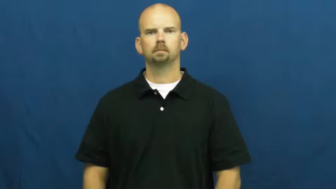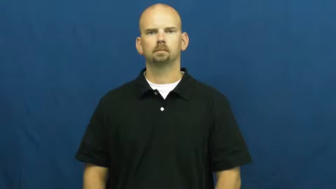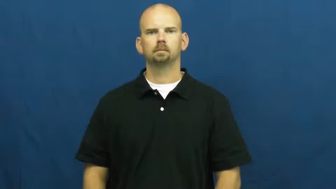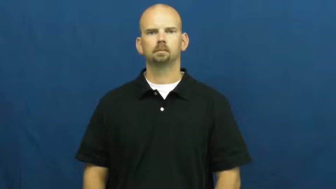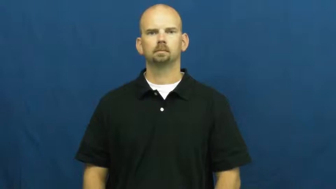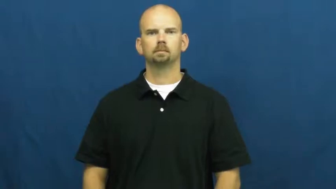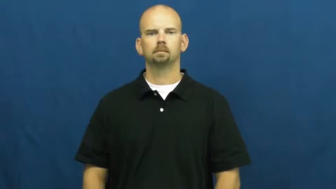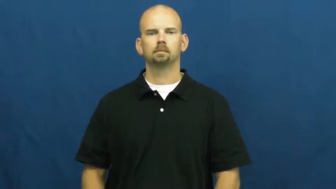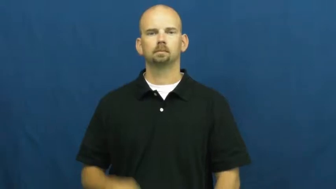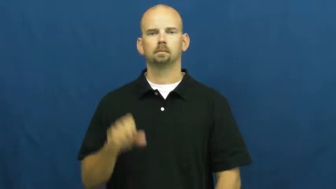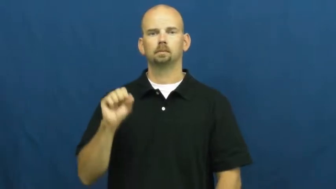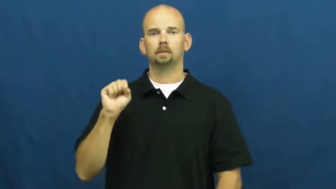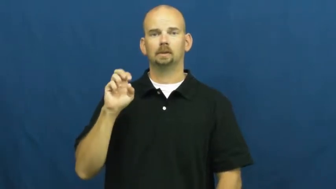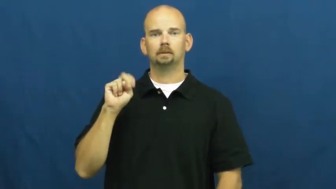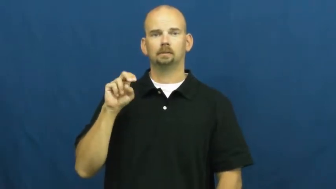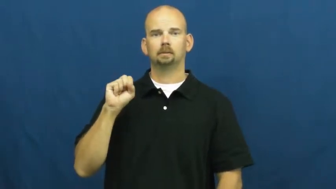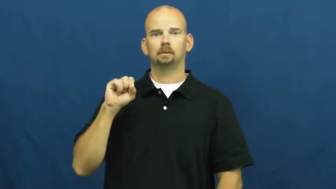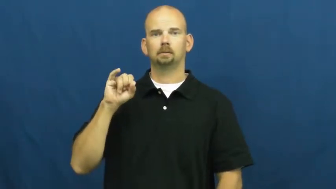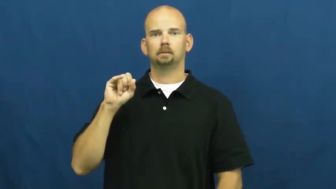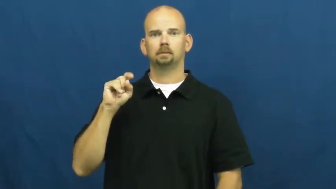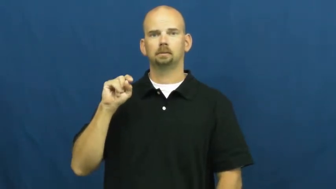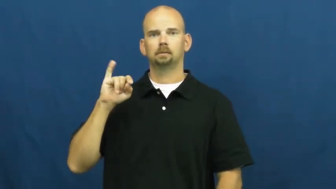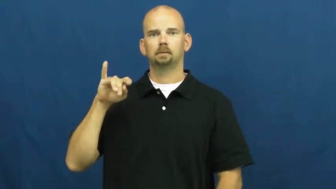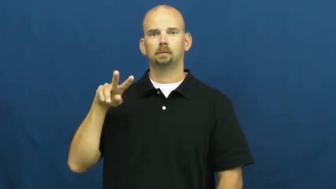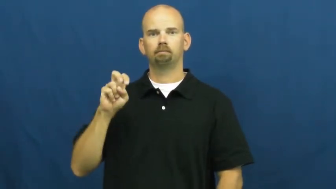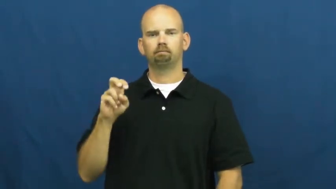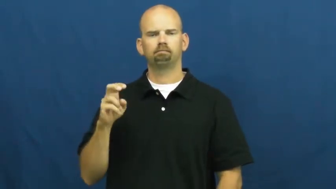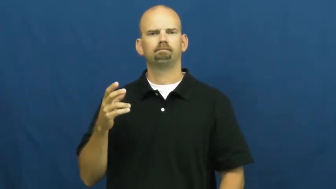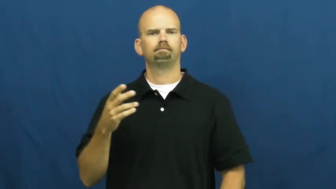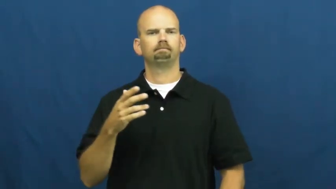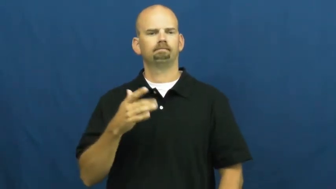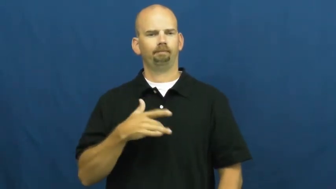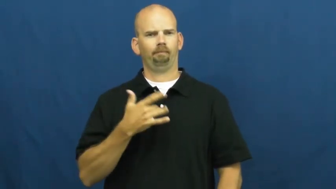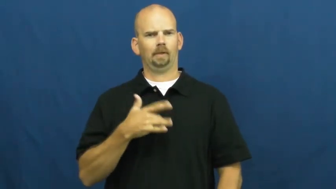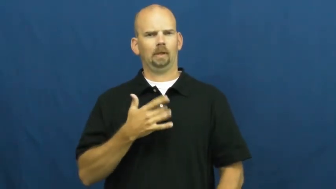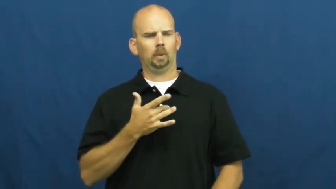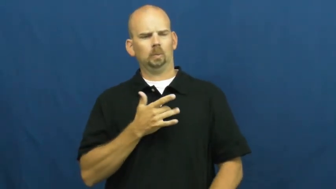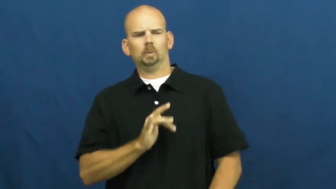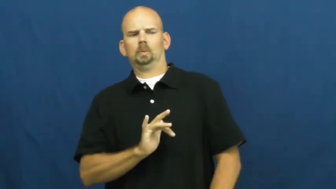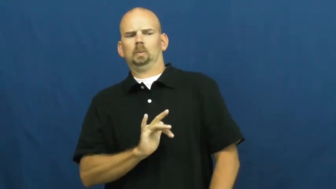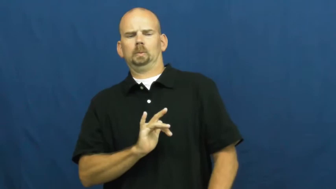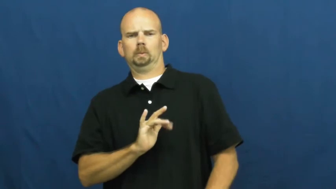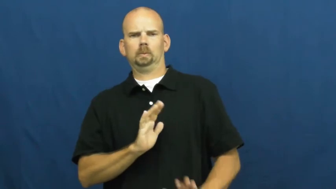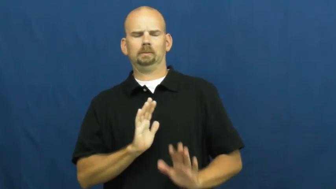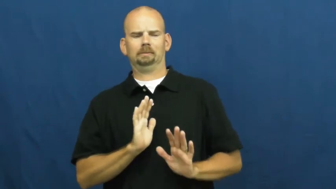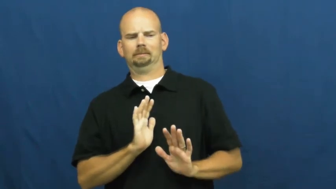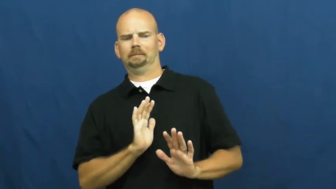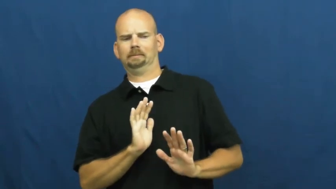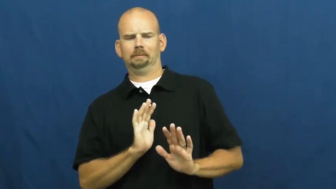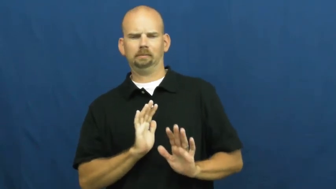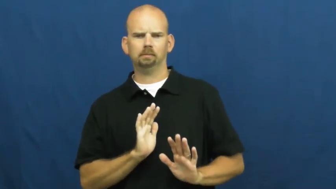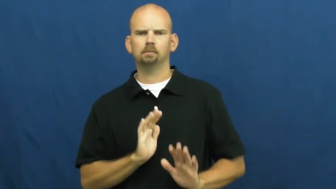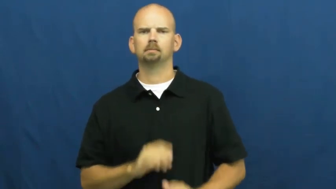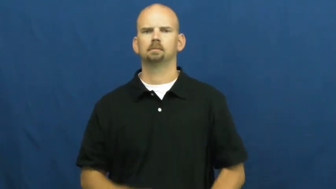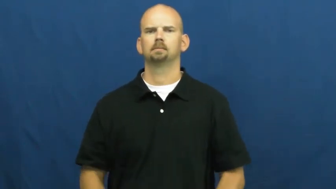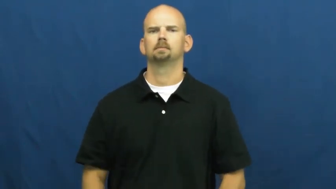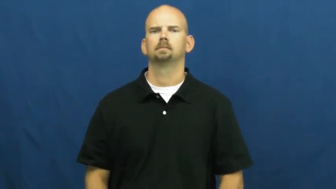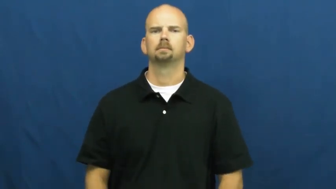sensitive-to feelings